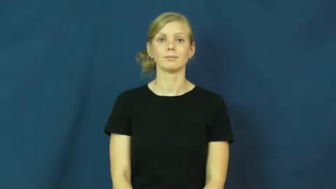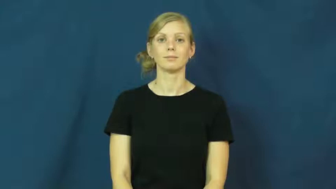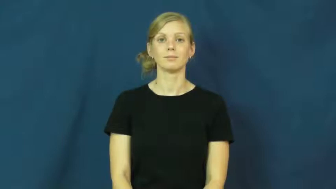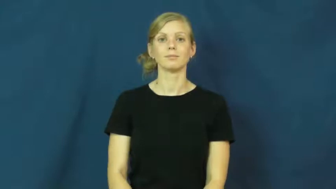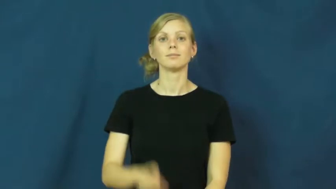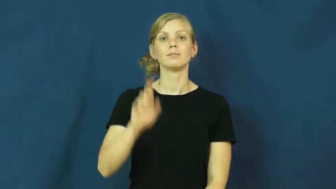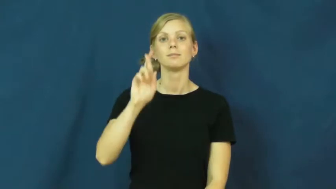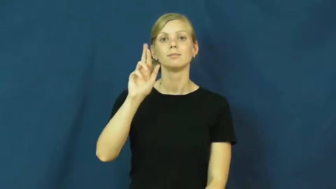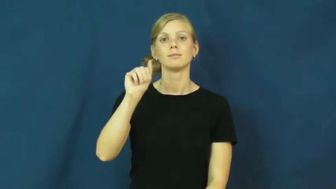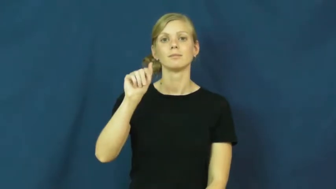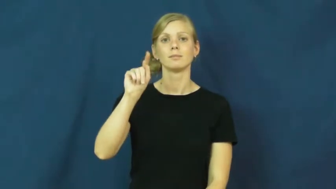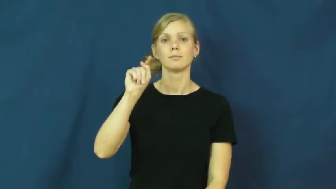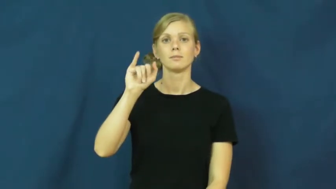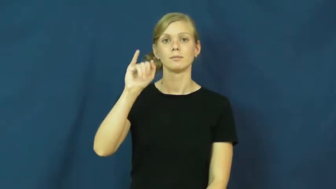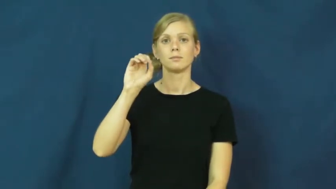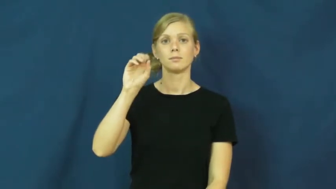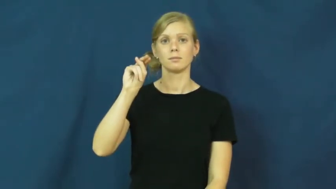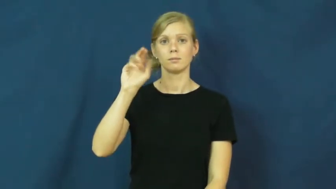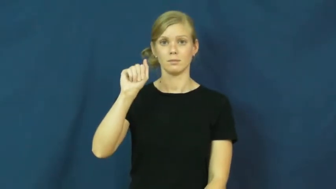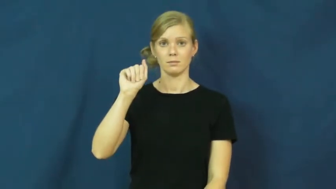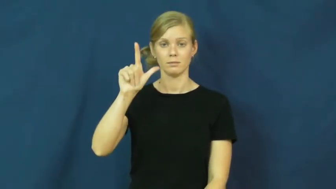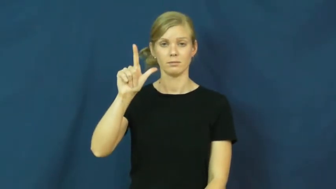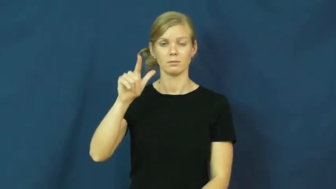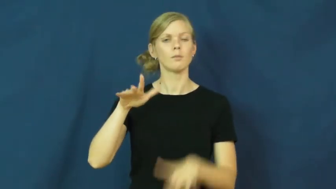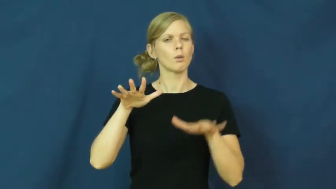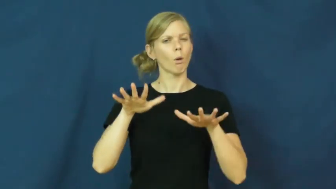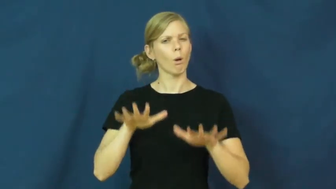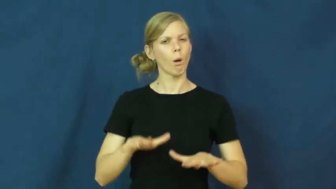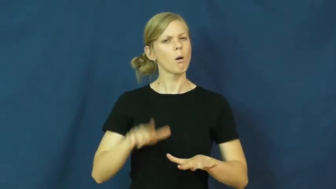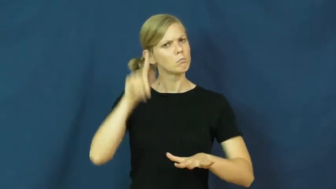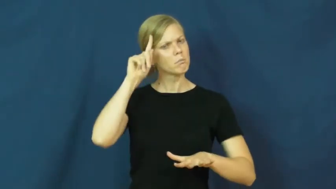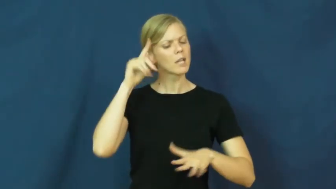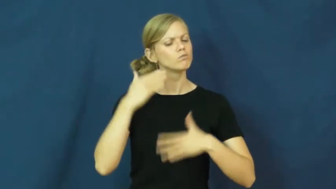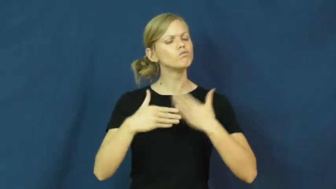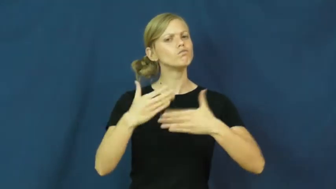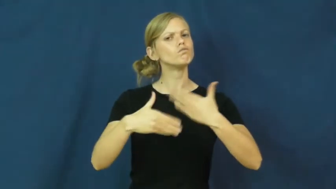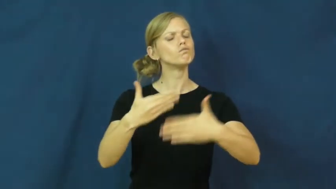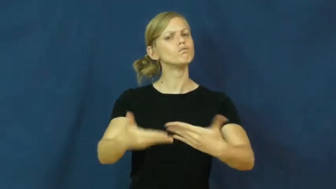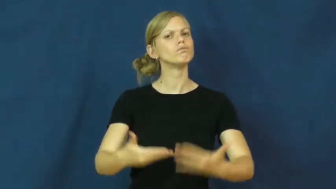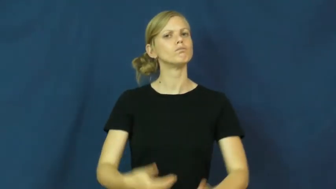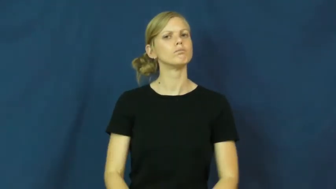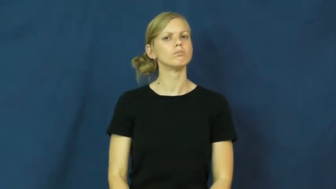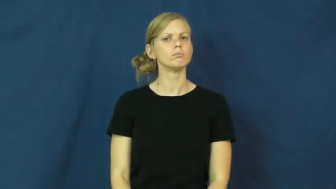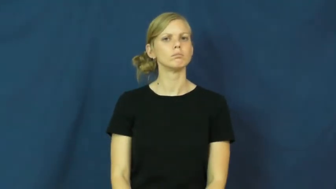rational-think straight